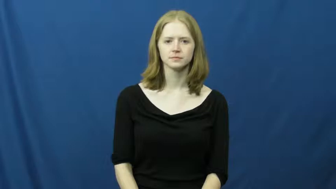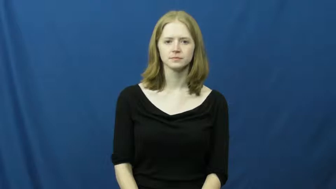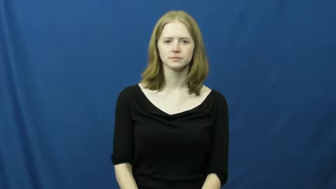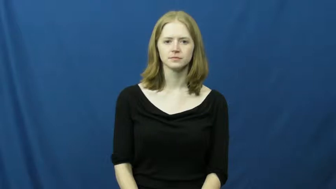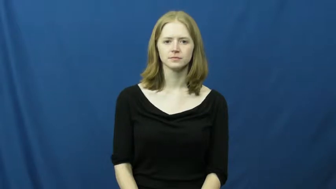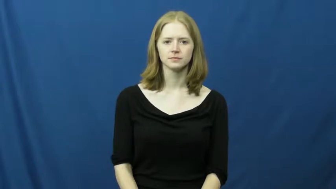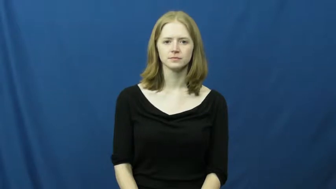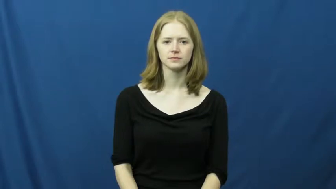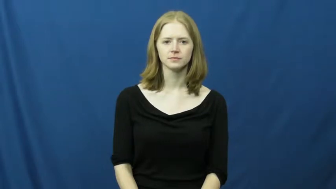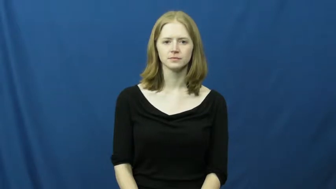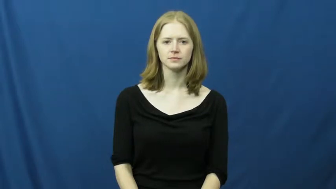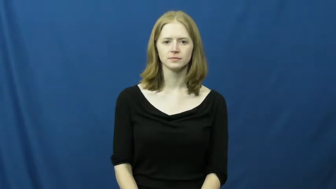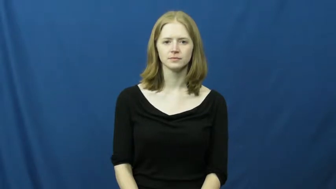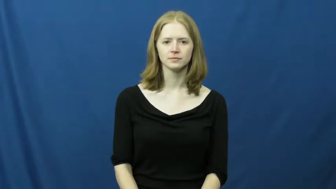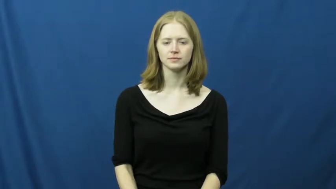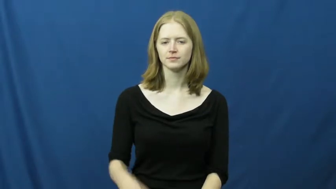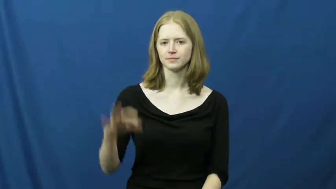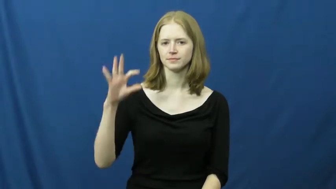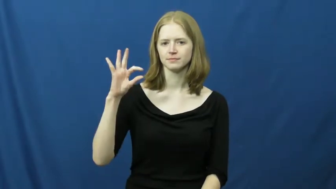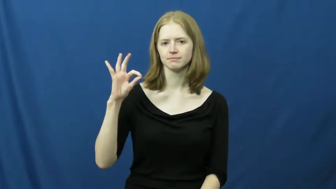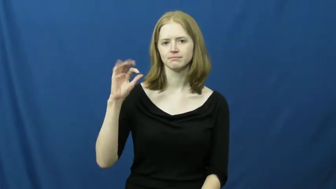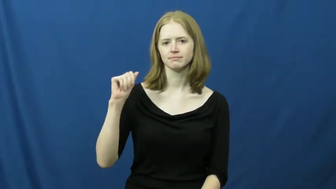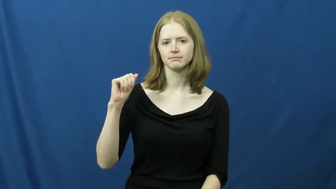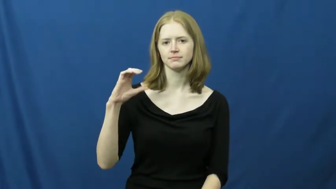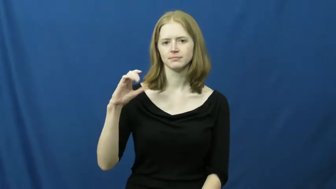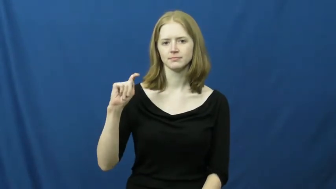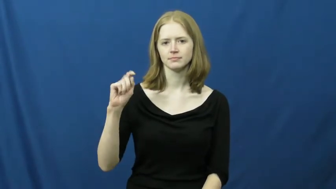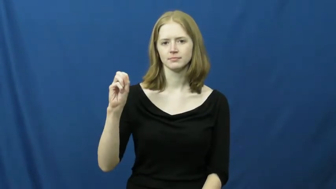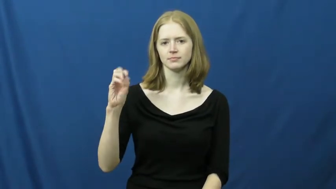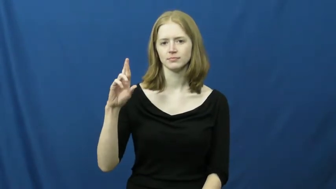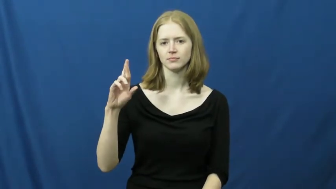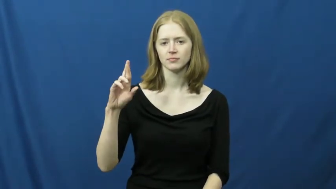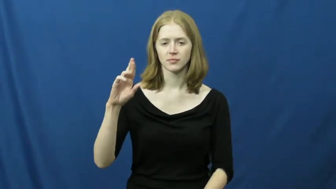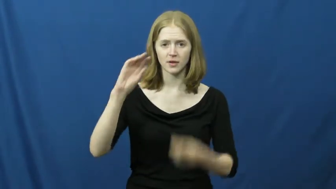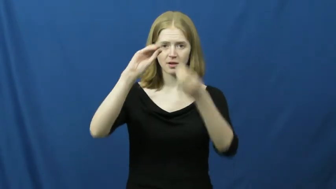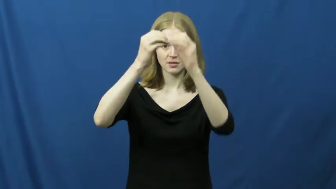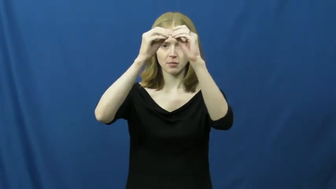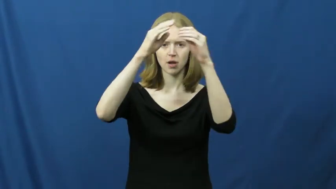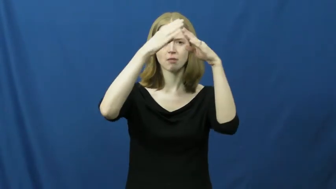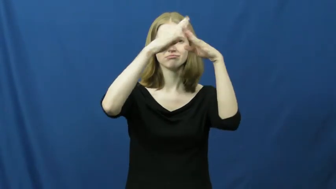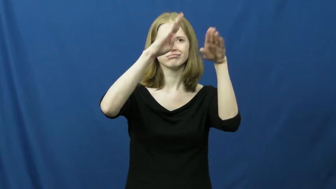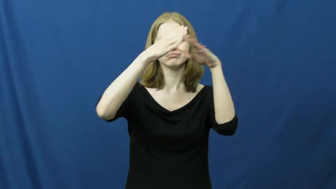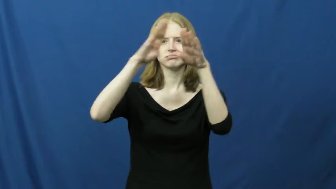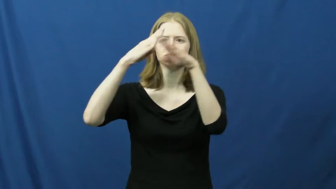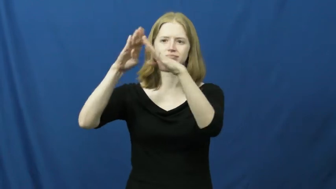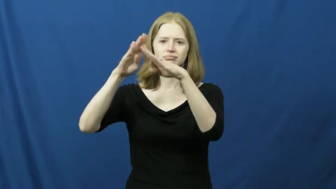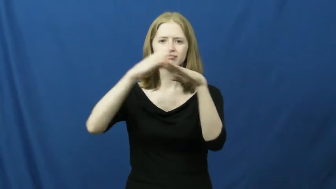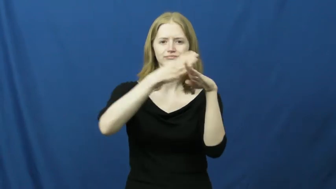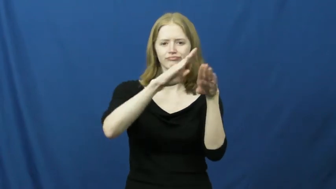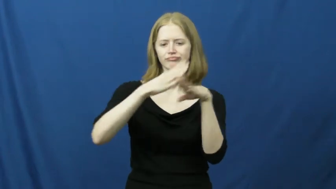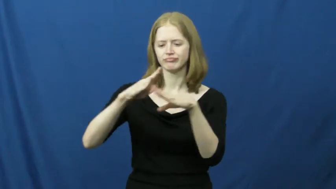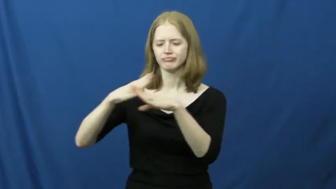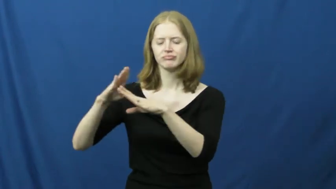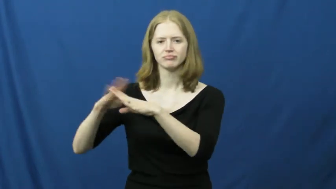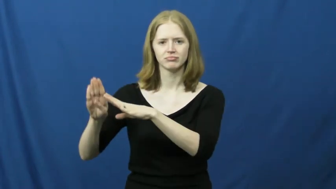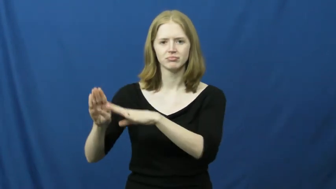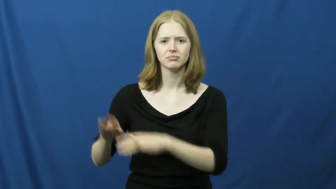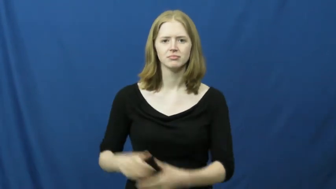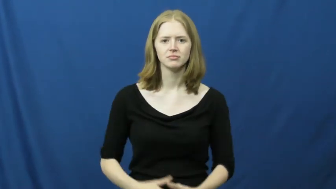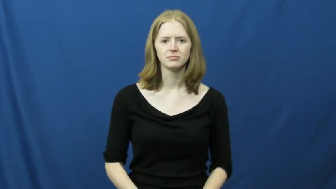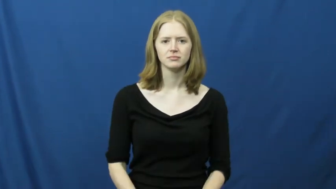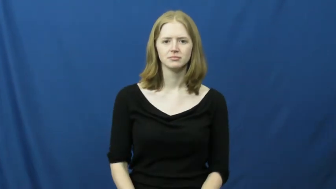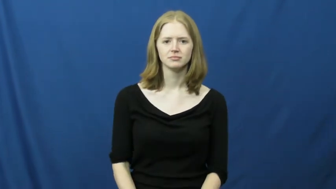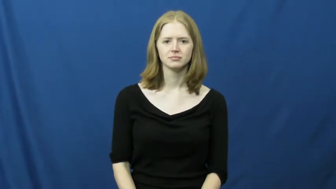factor-number